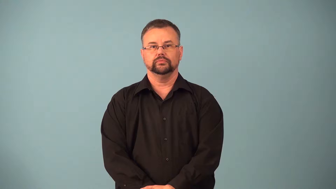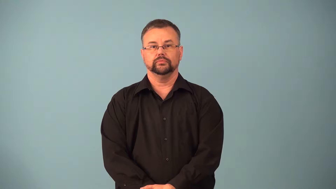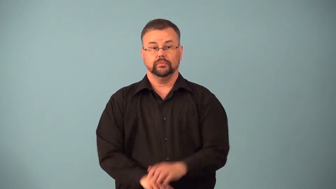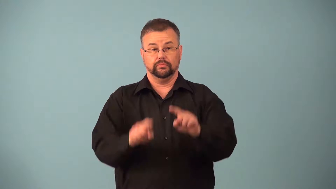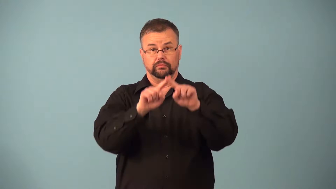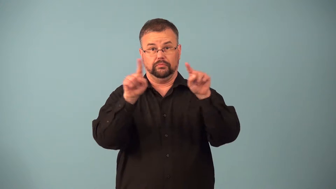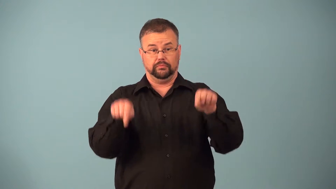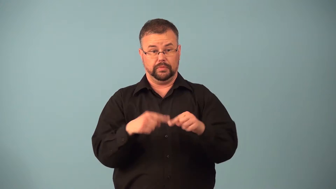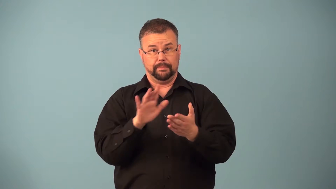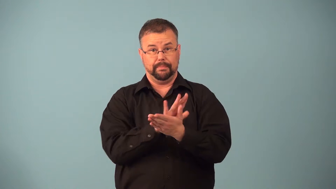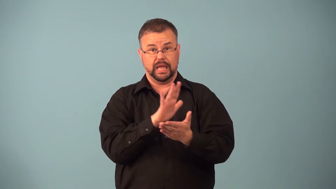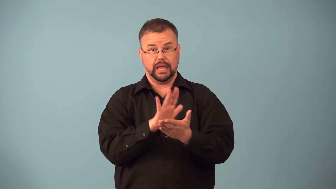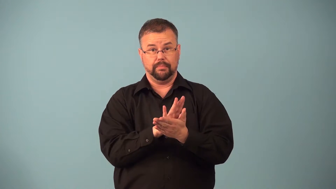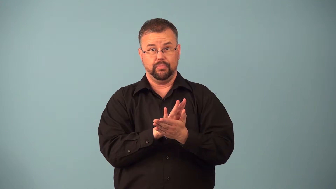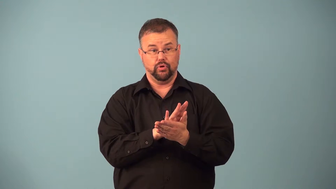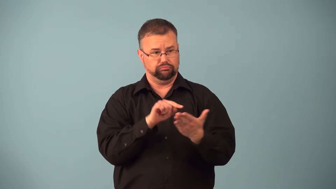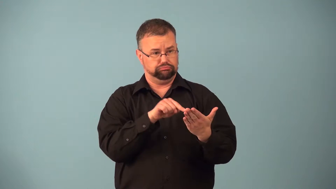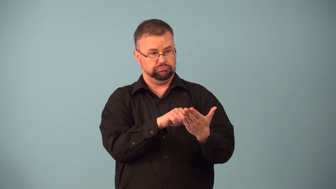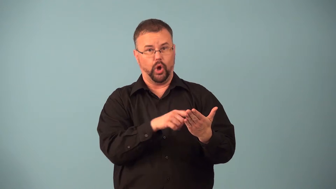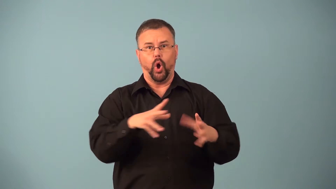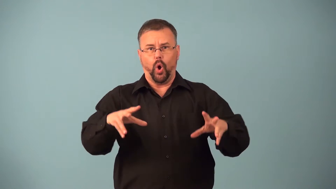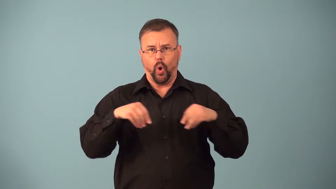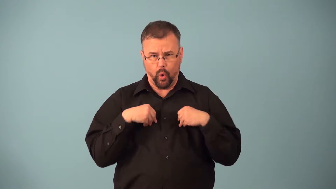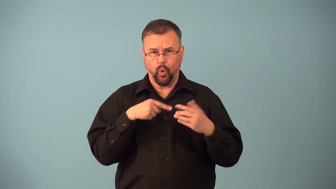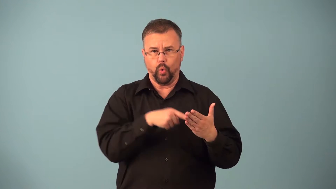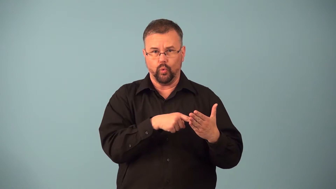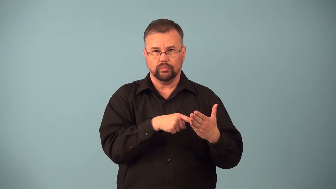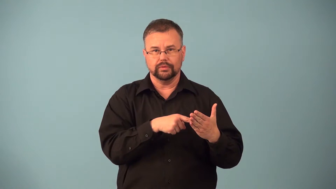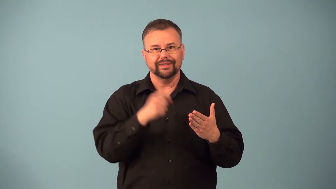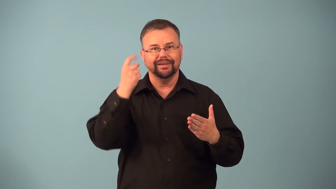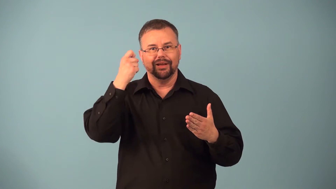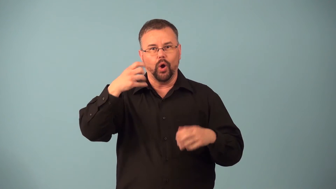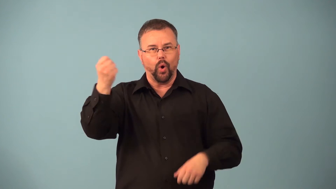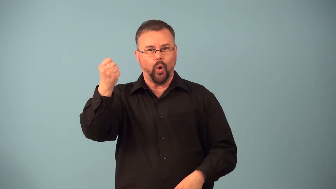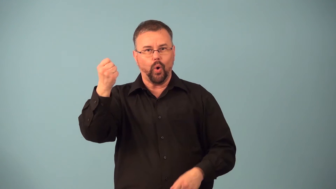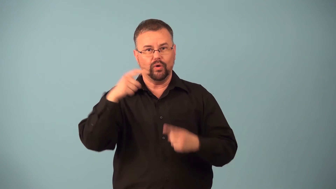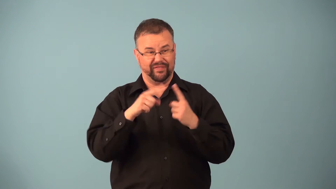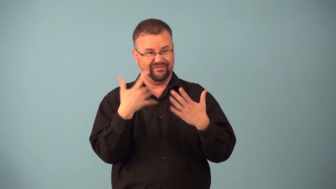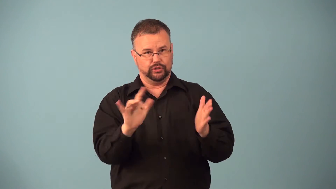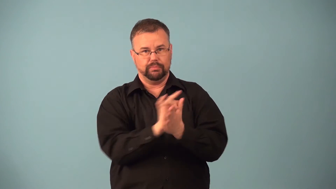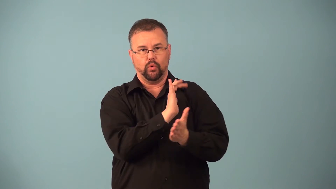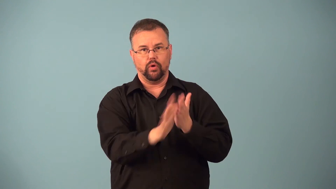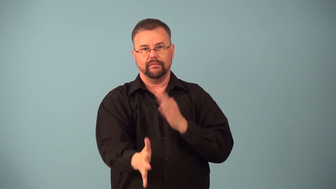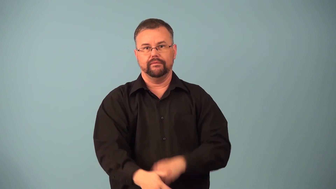escrow